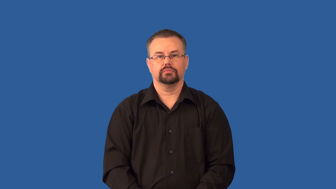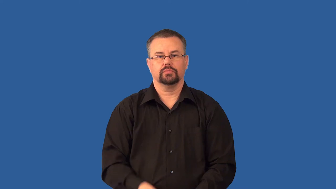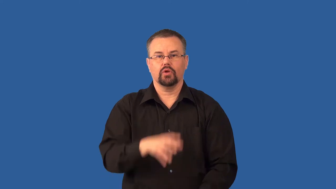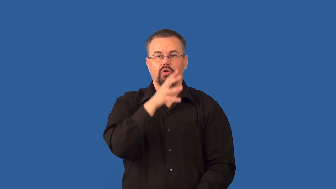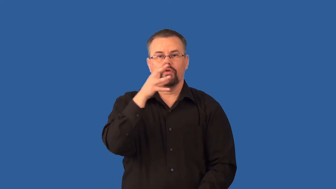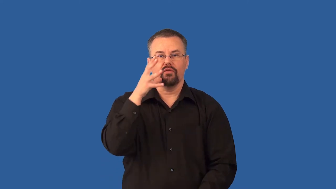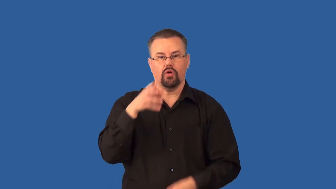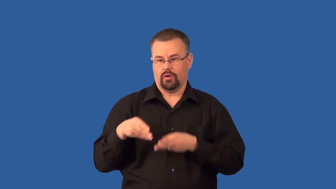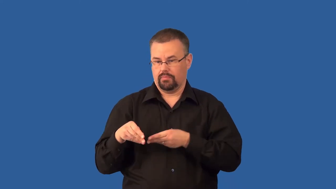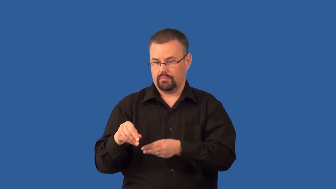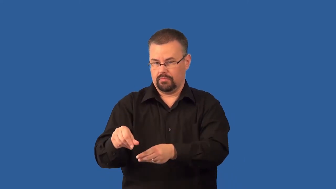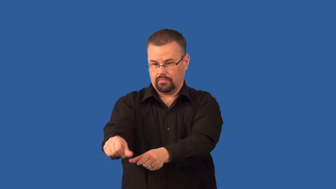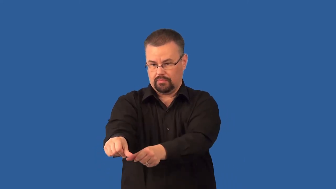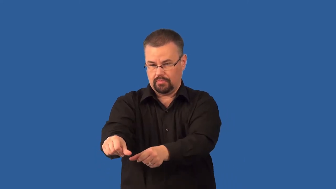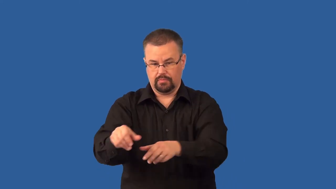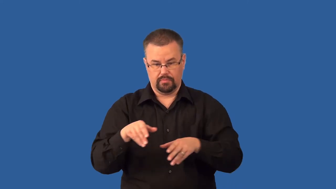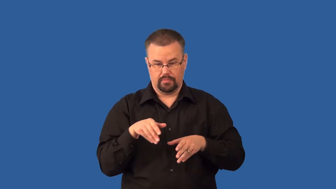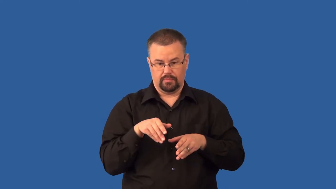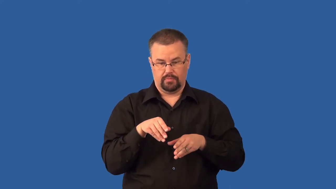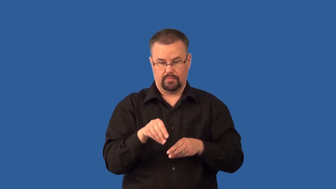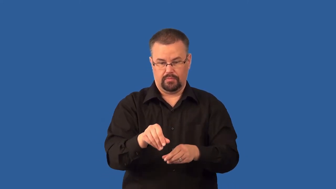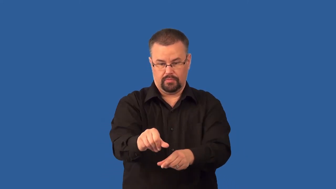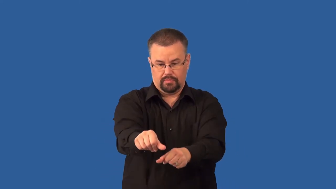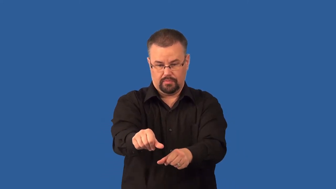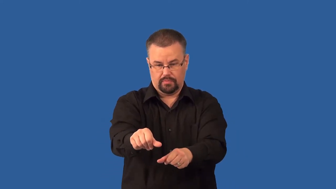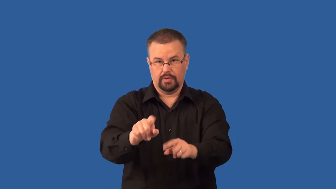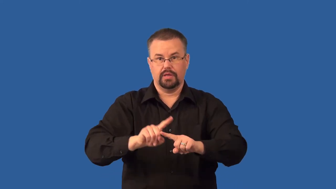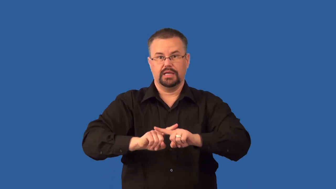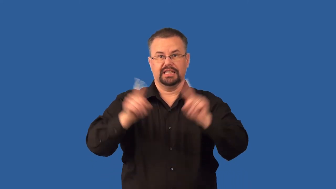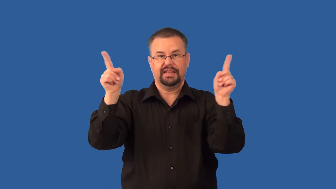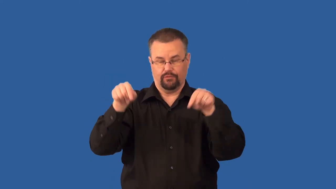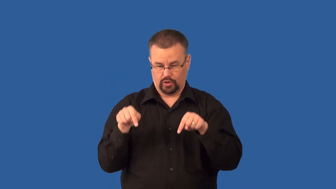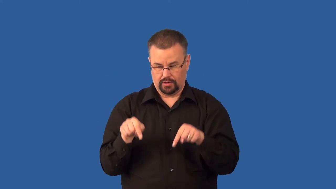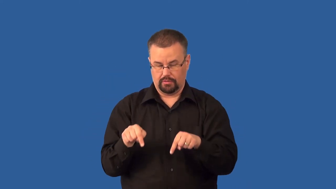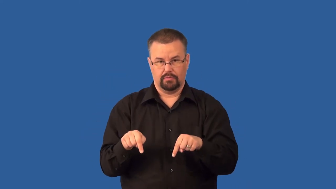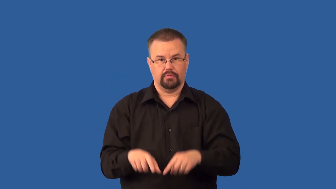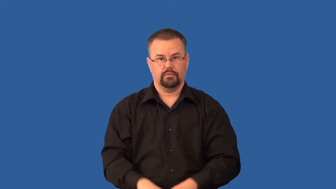strip-cropping